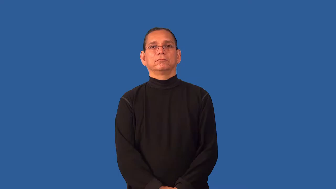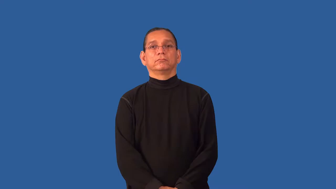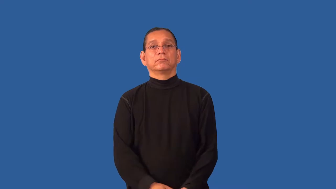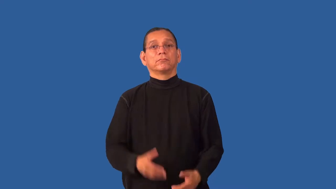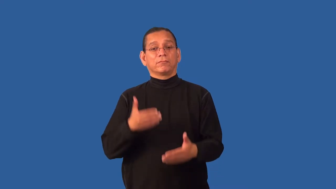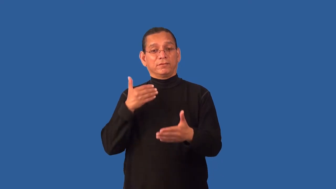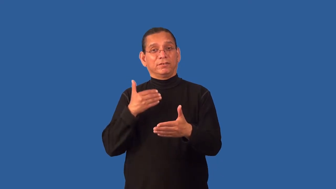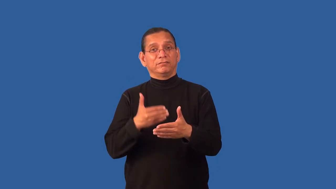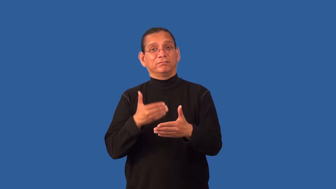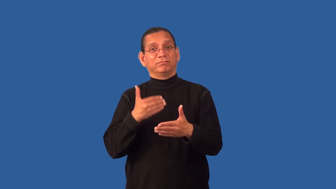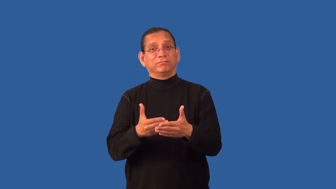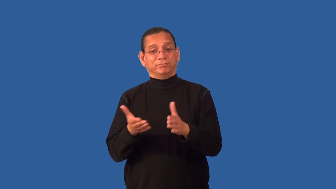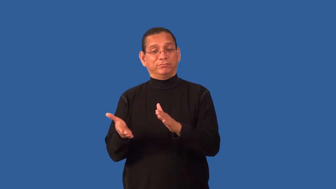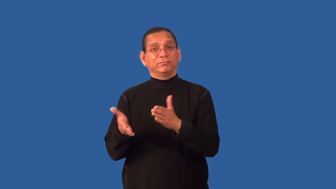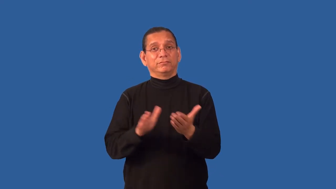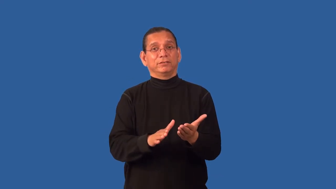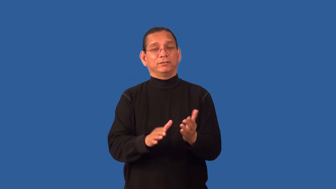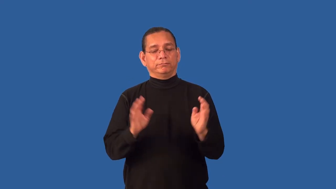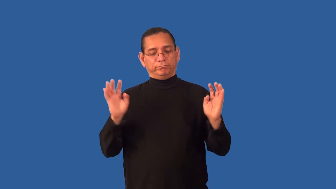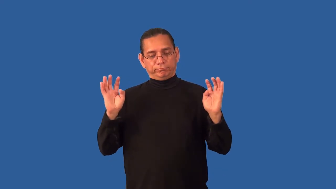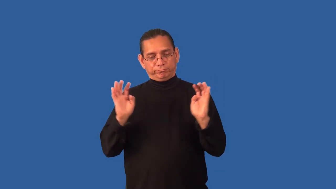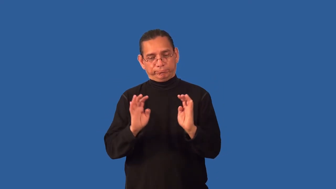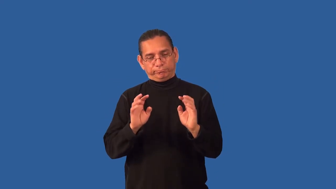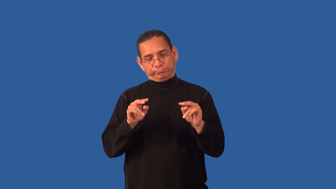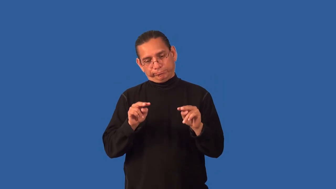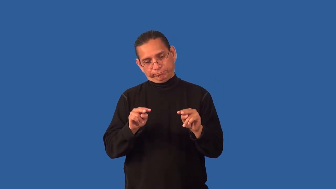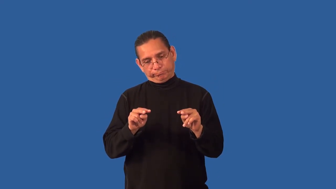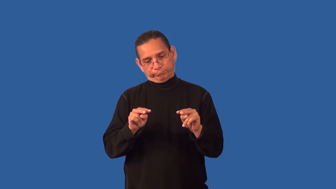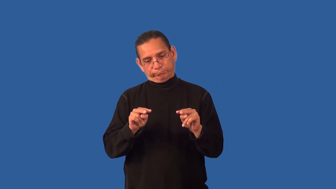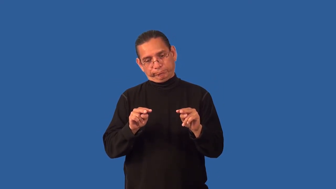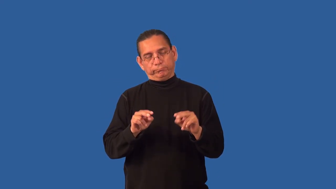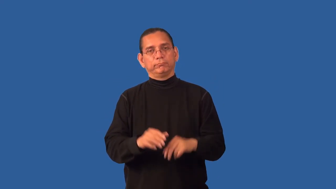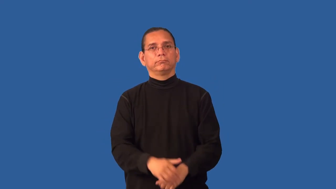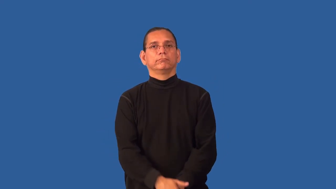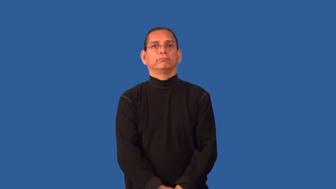deathwatch